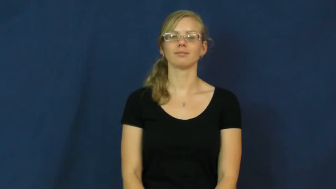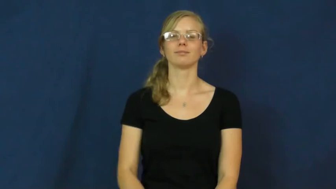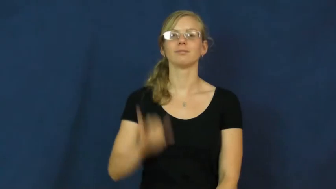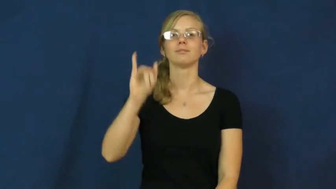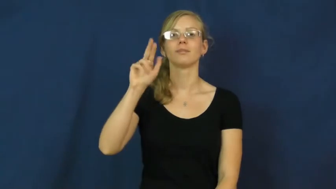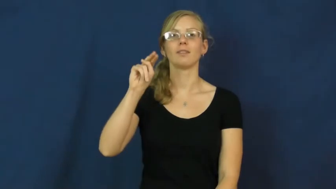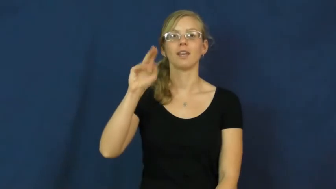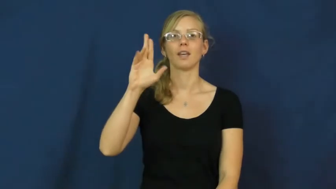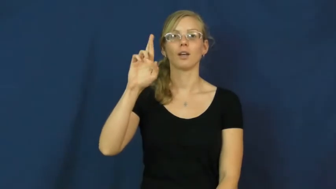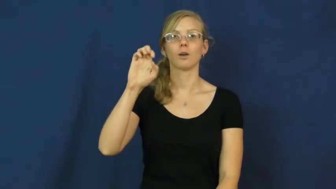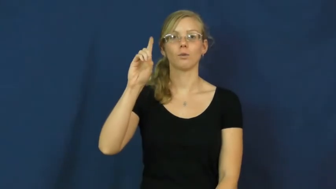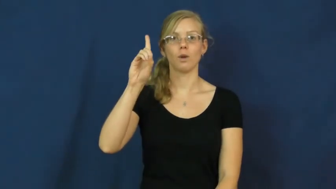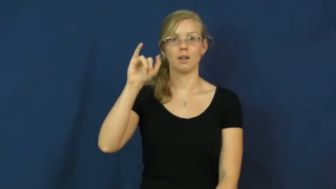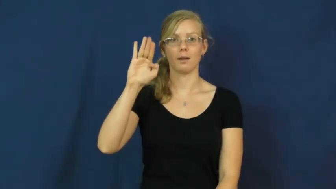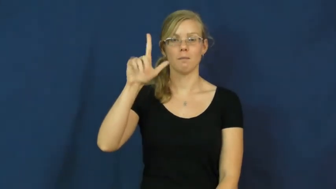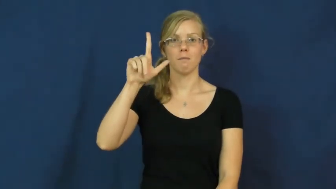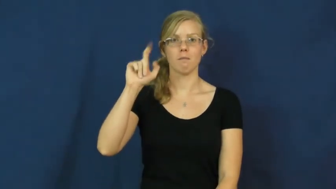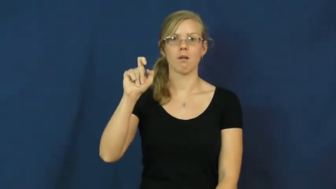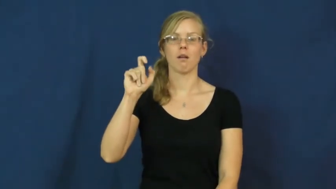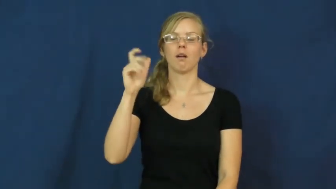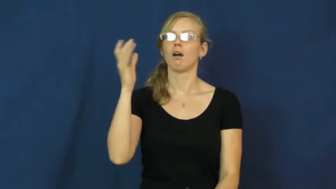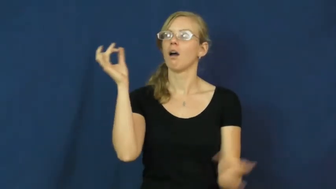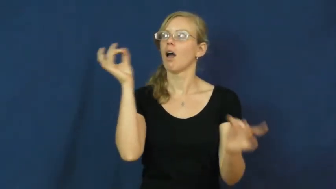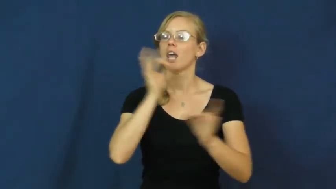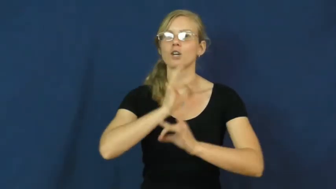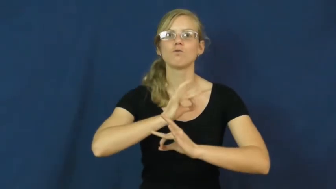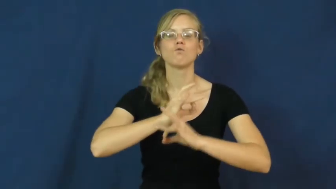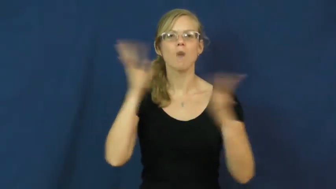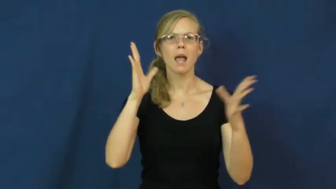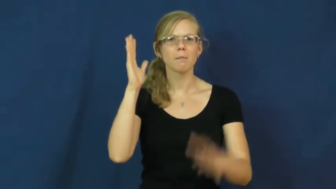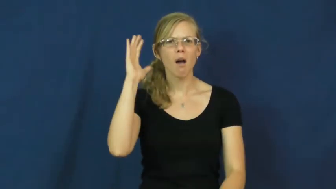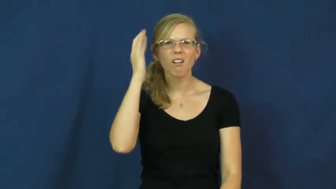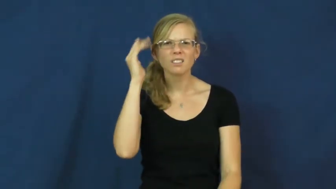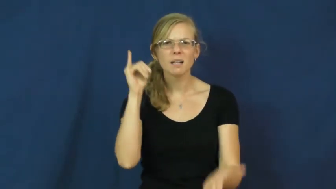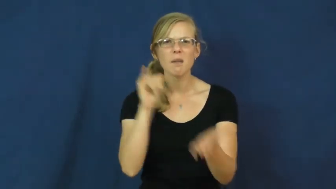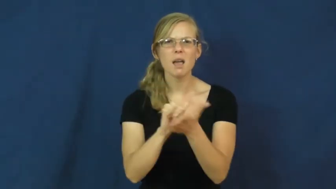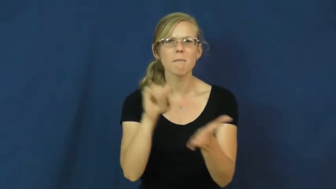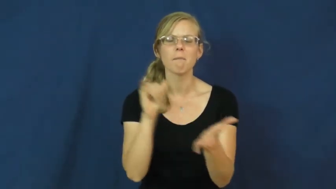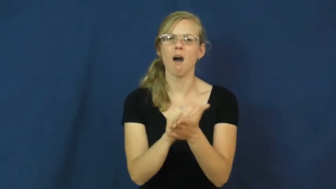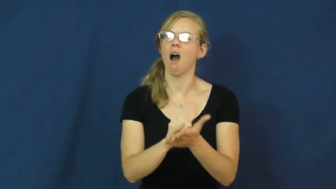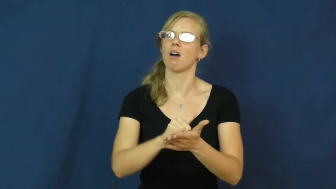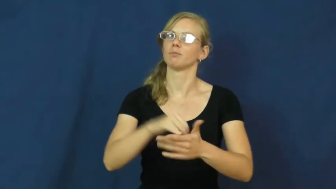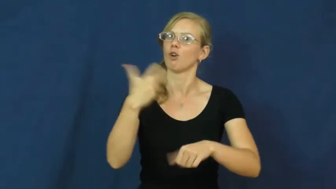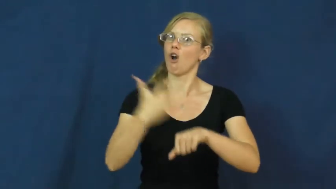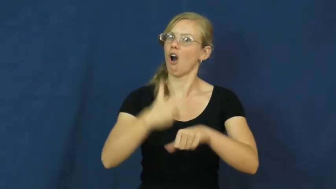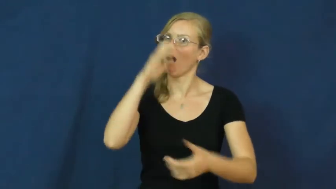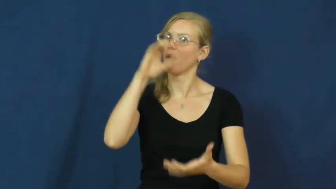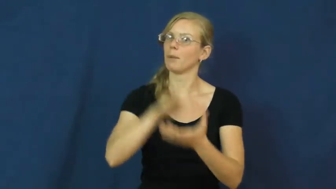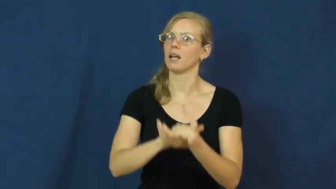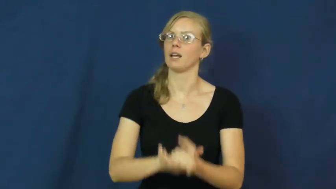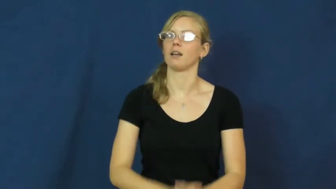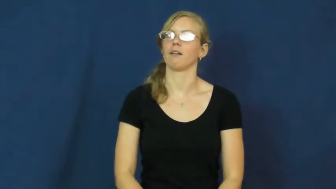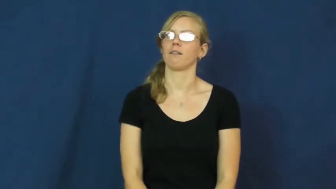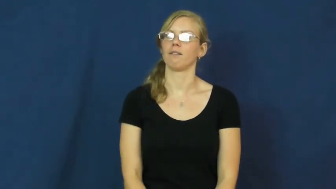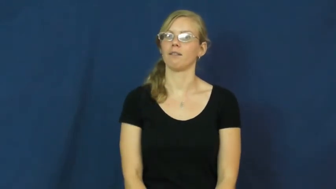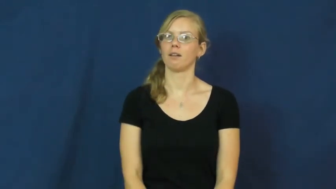incredible